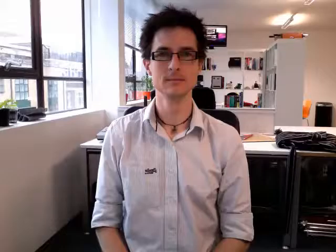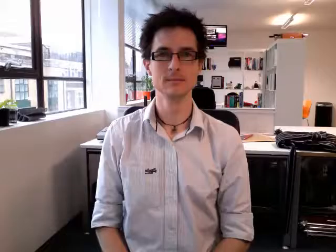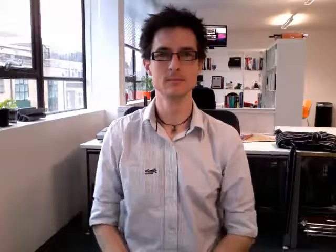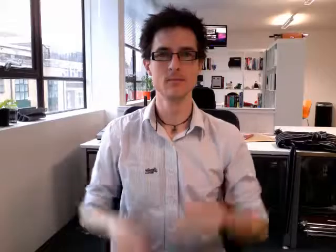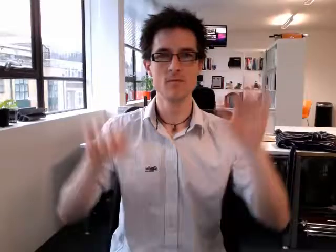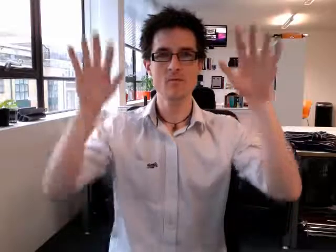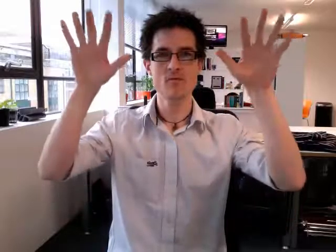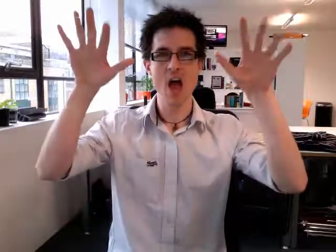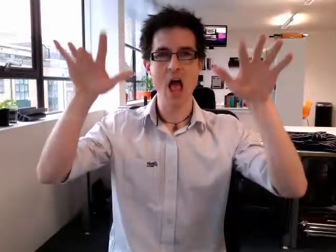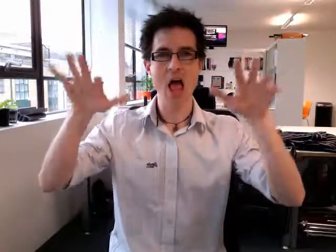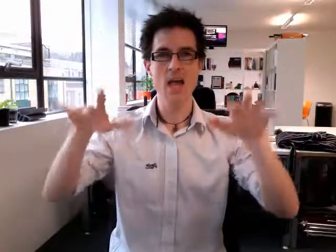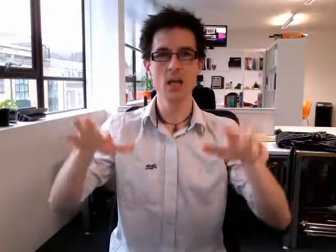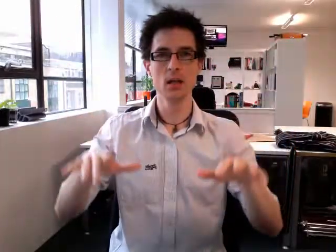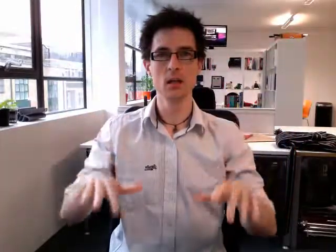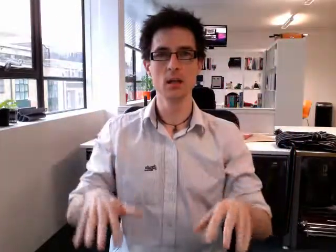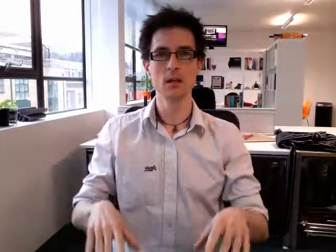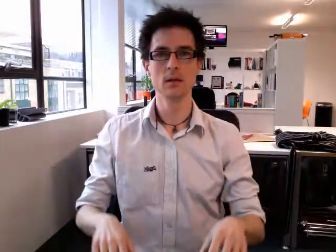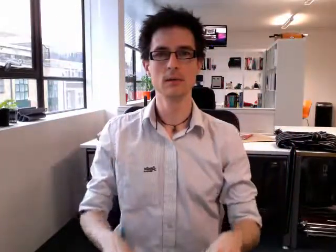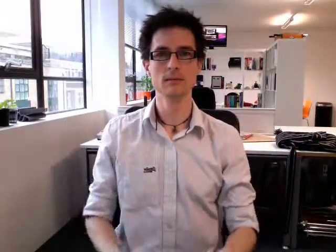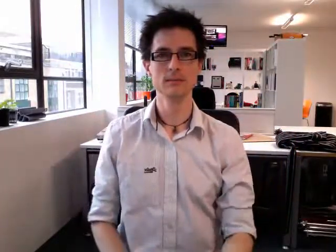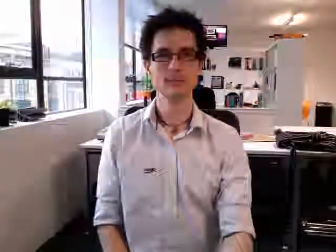rain